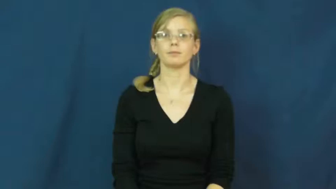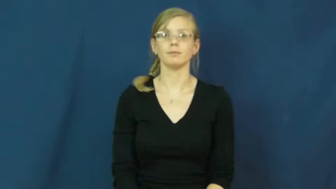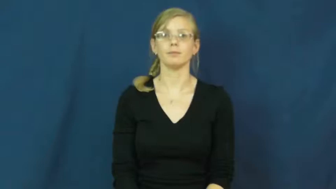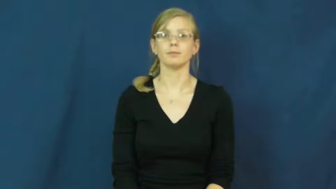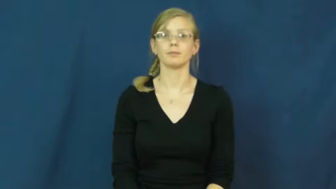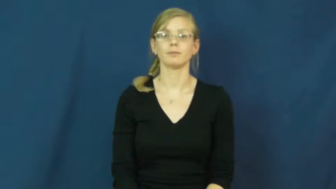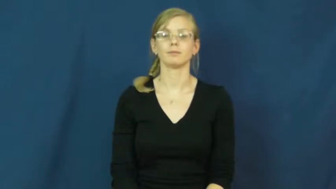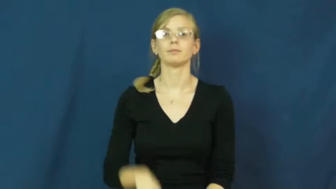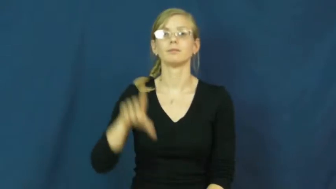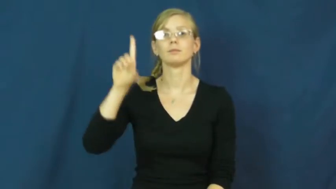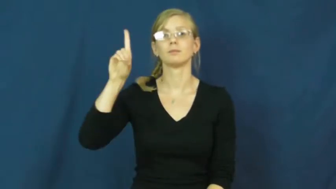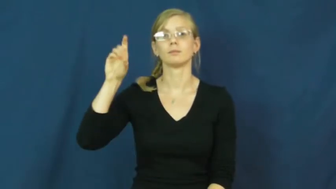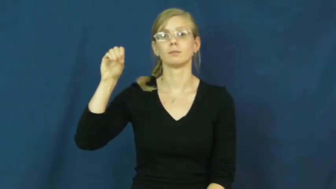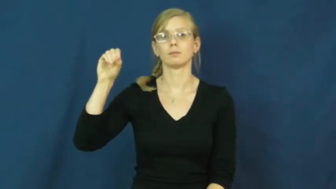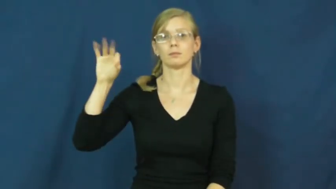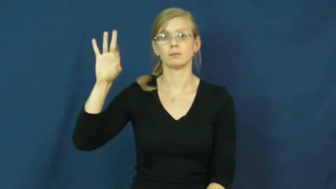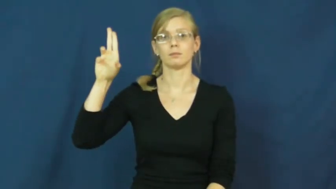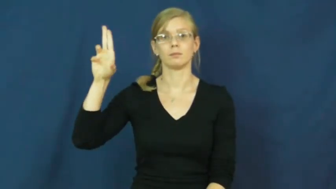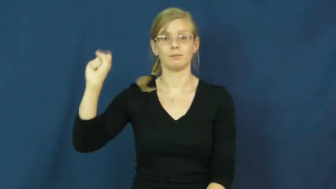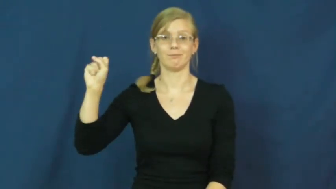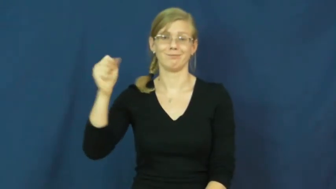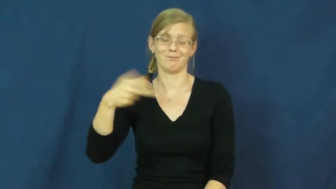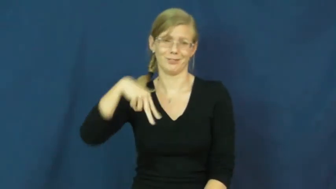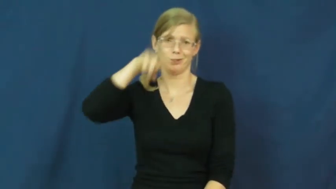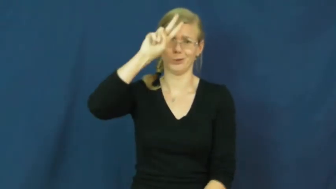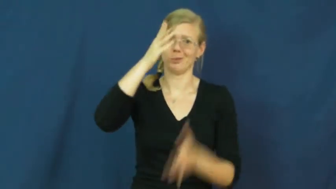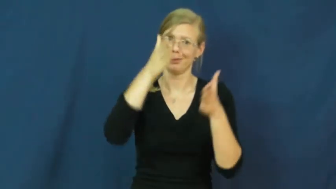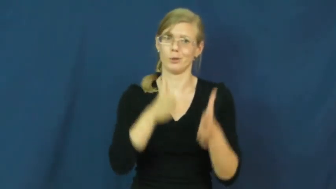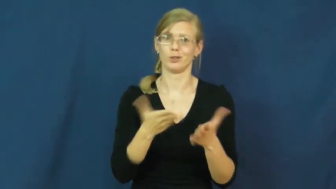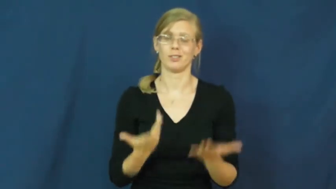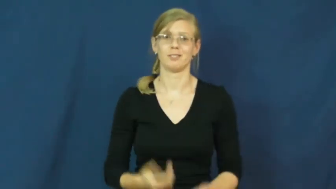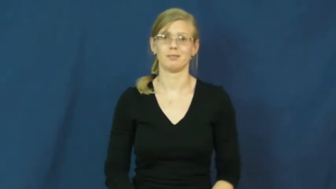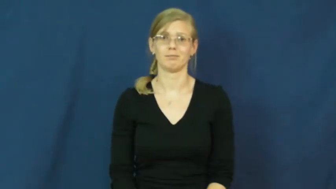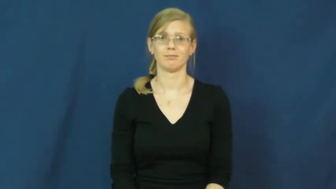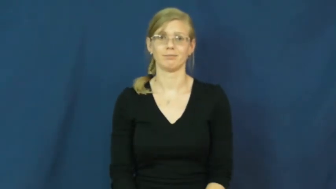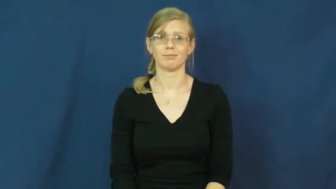doofus